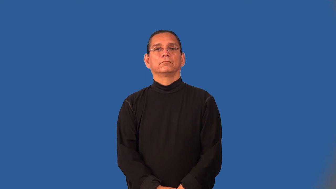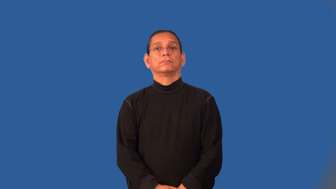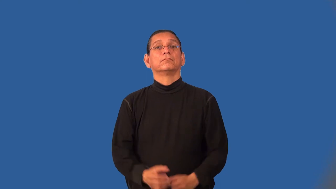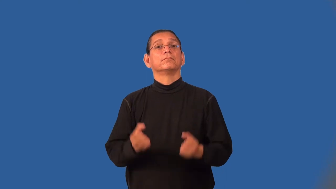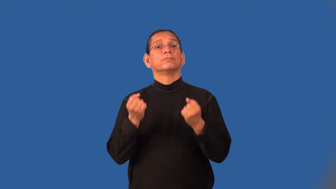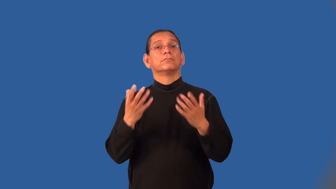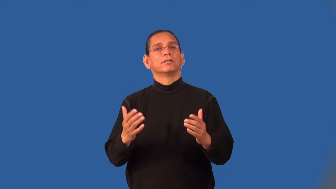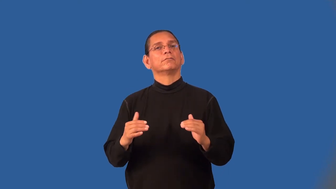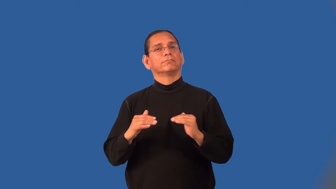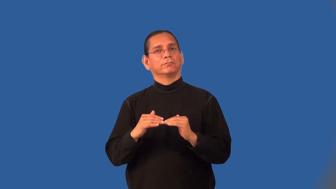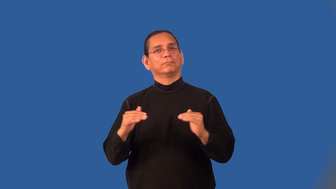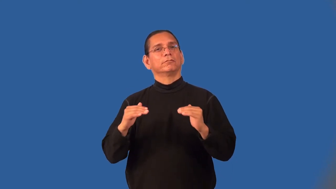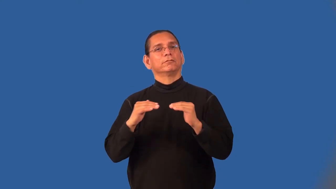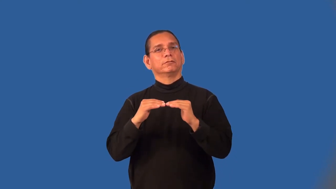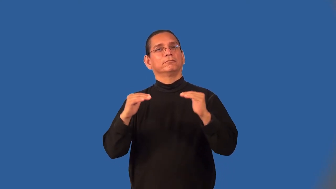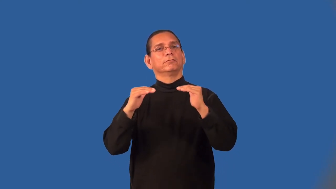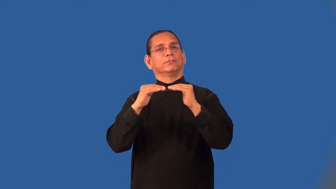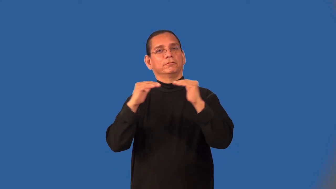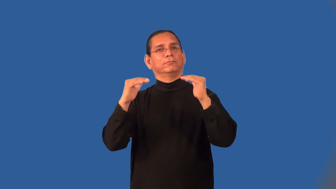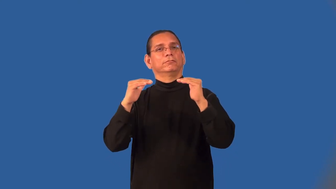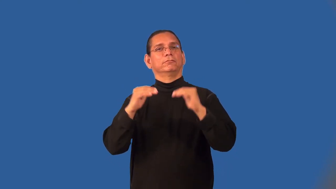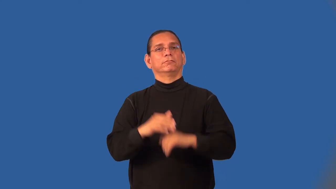multistory